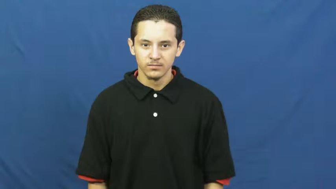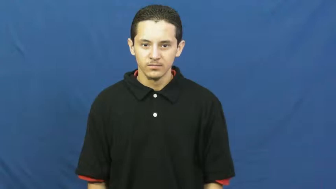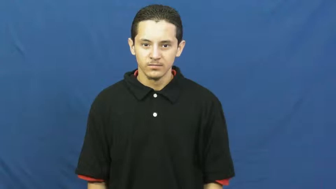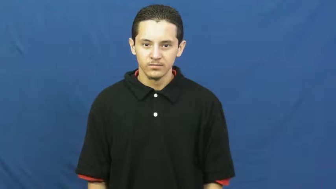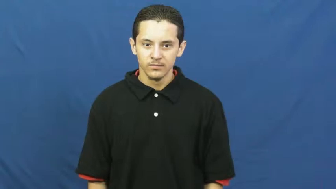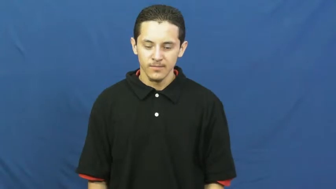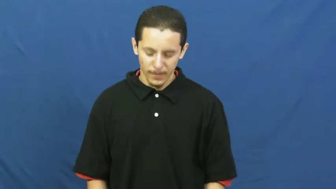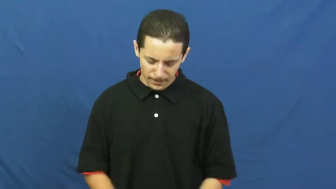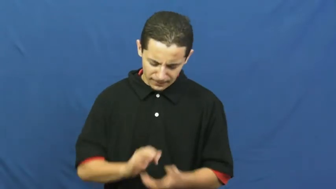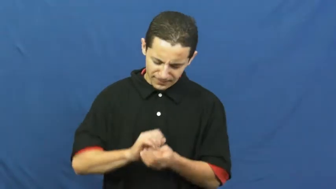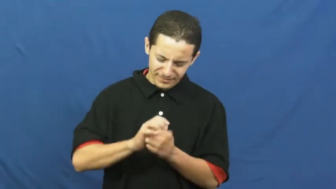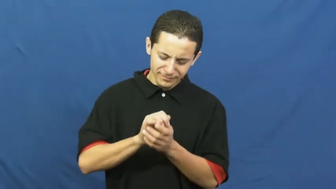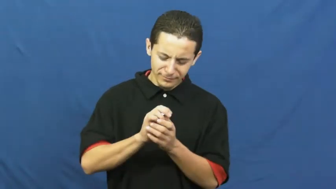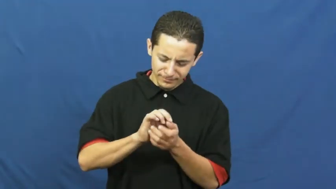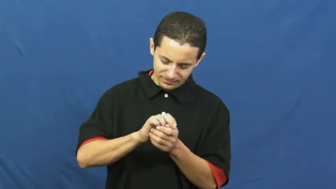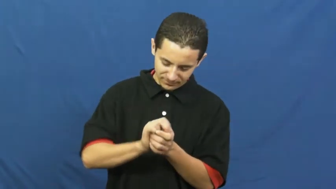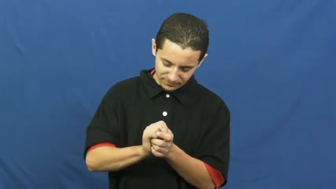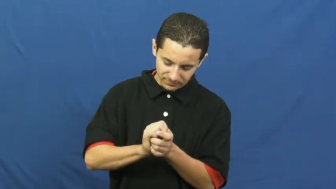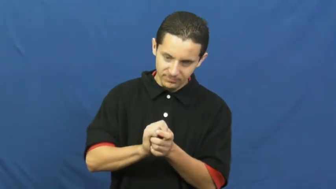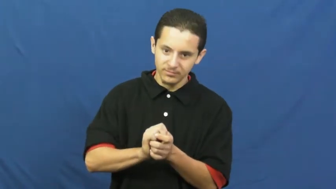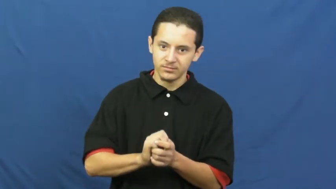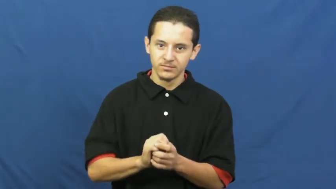crumple,crinkle